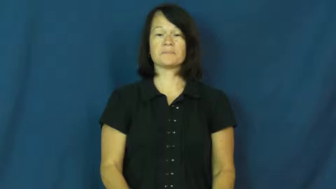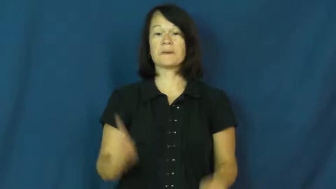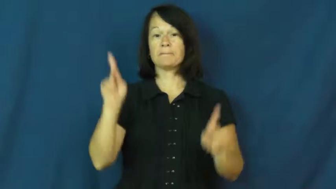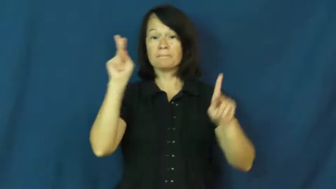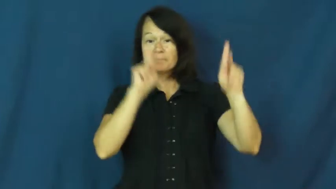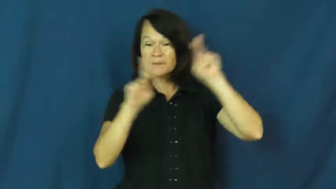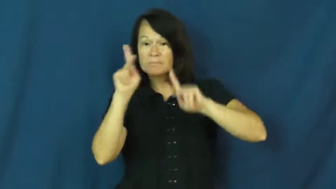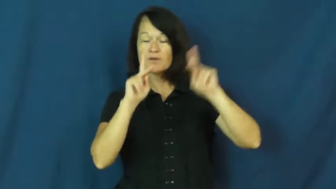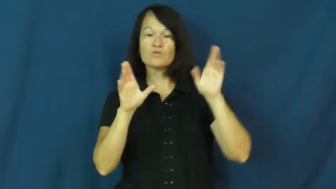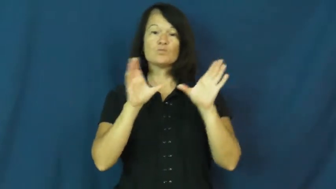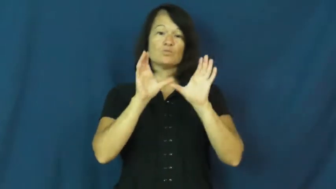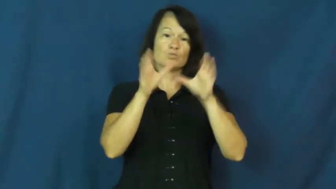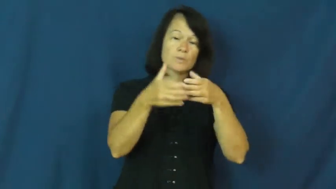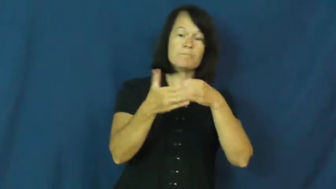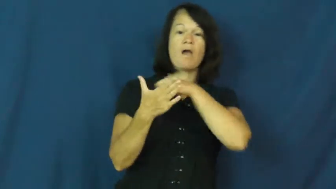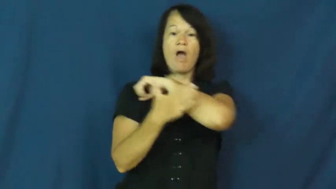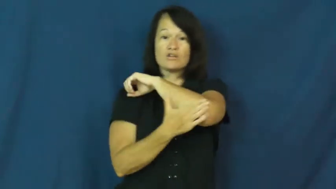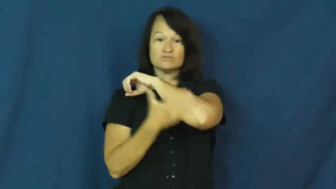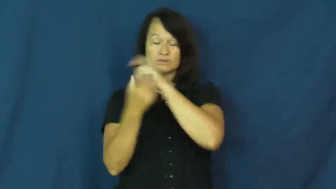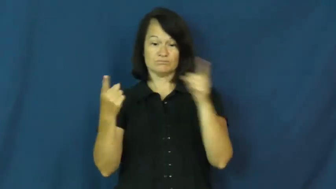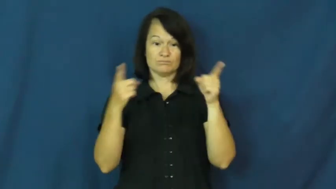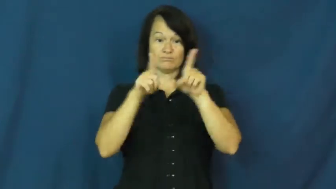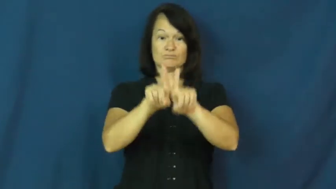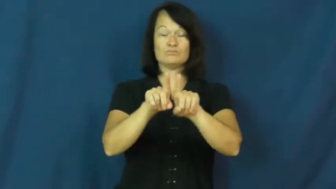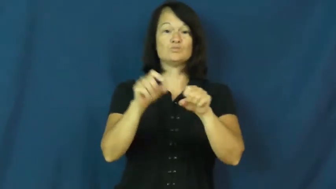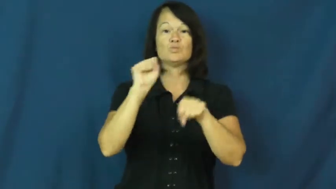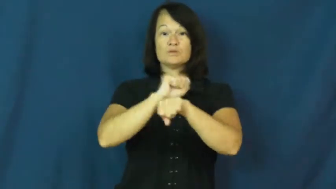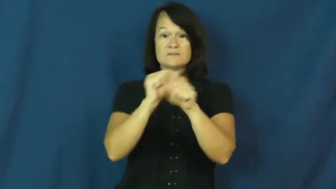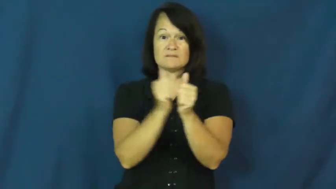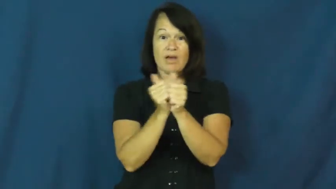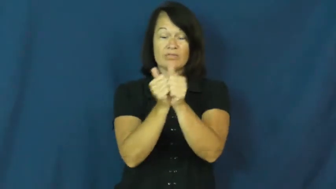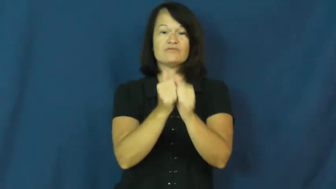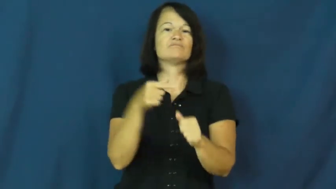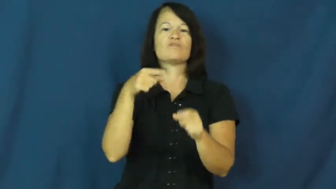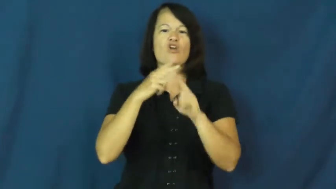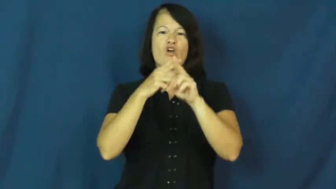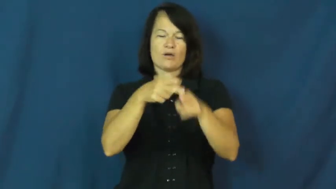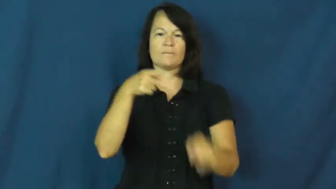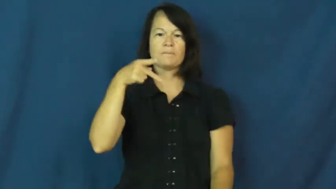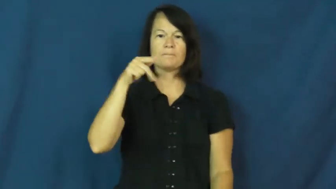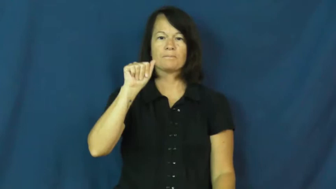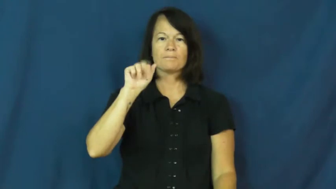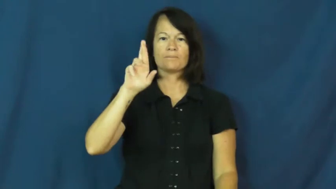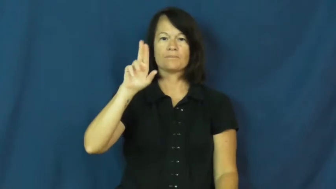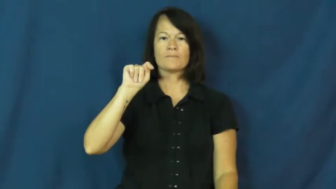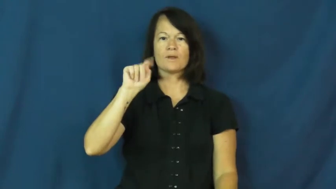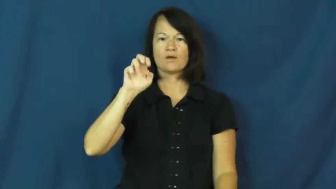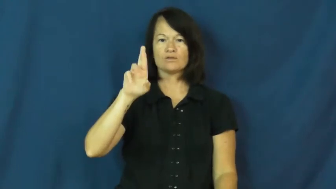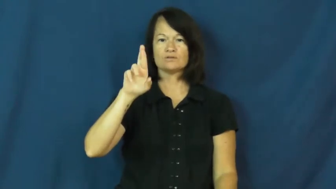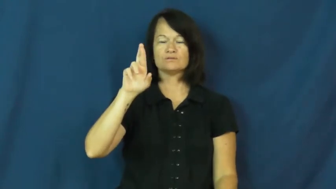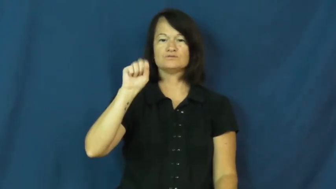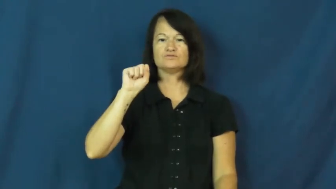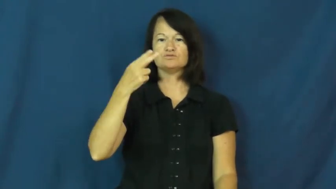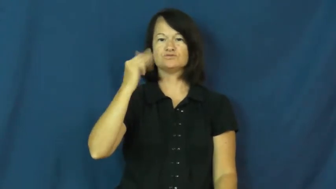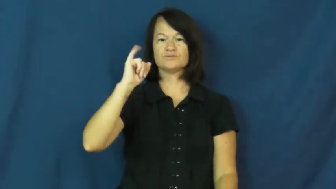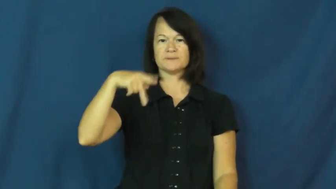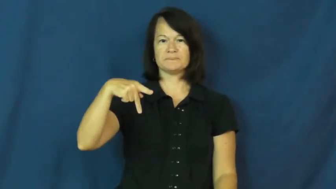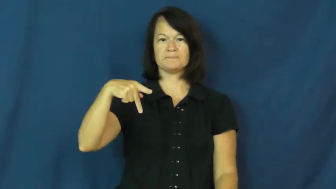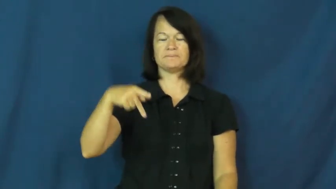partnership